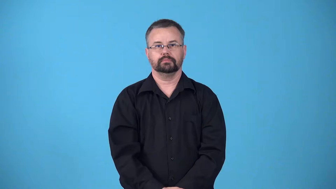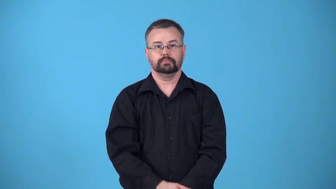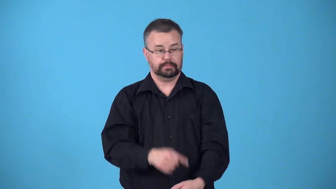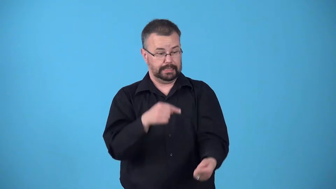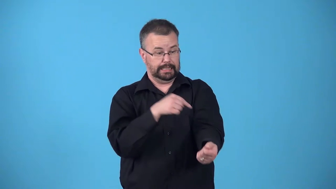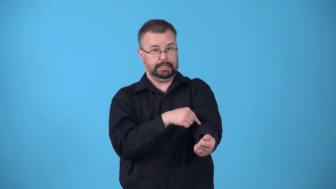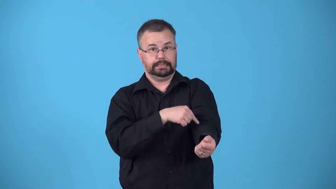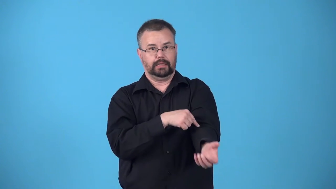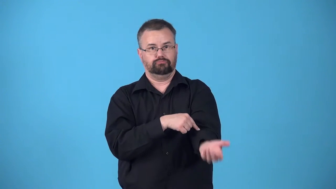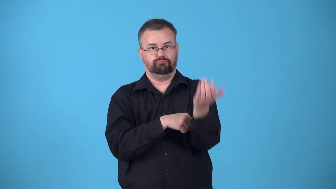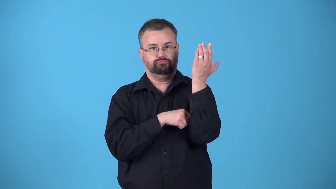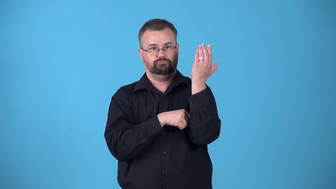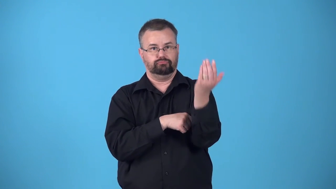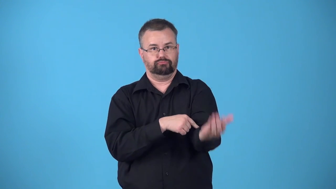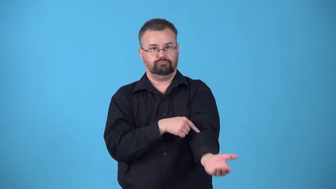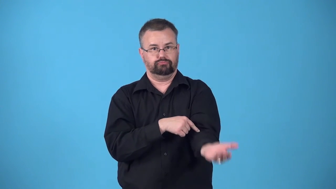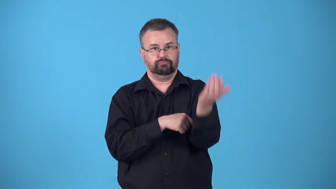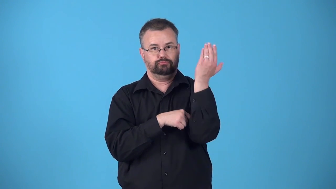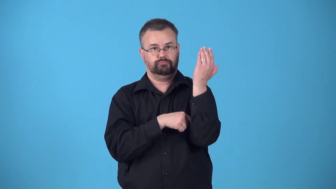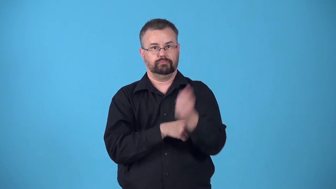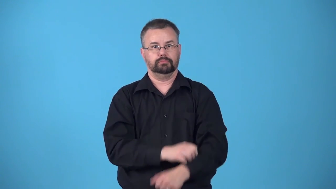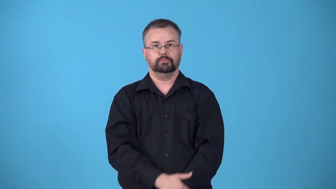bend-arm